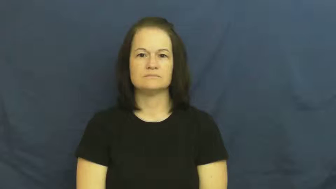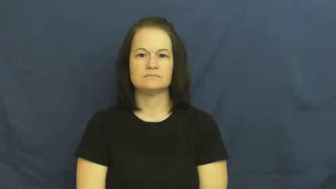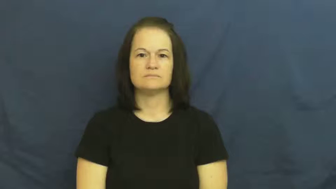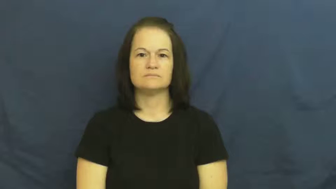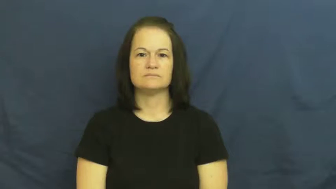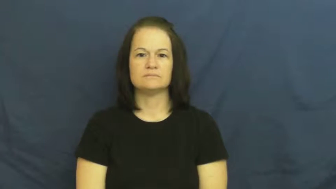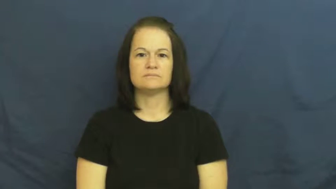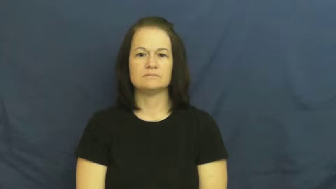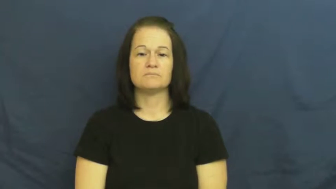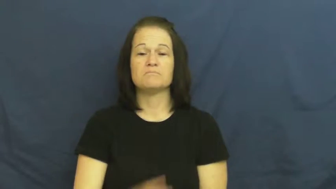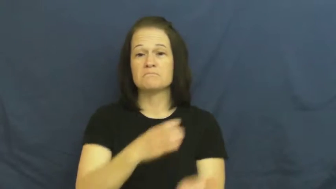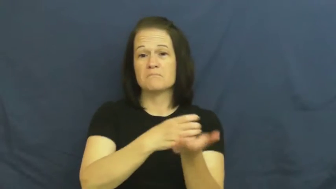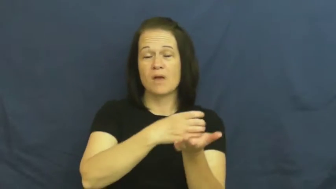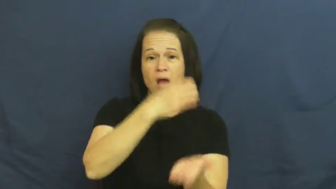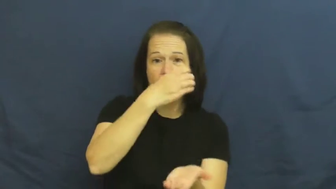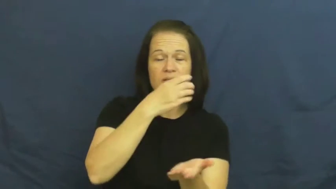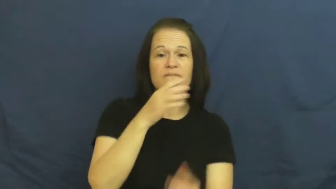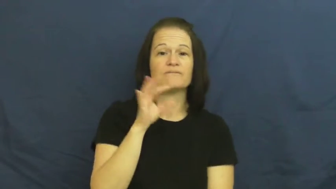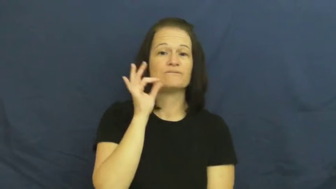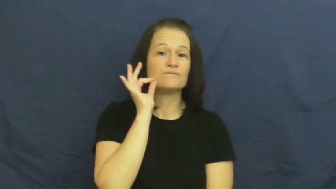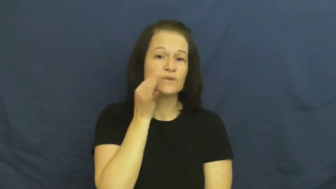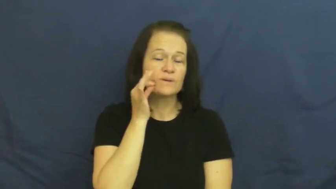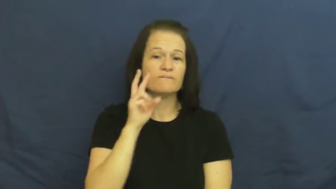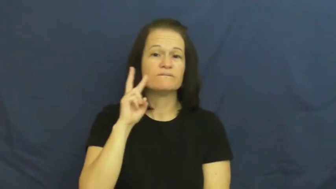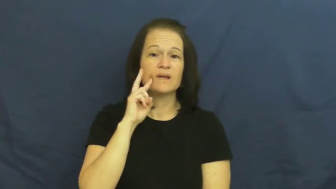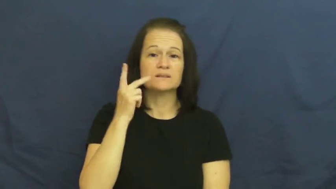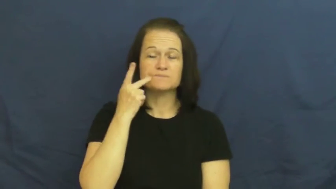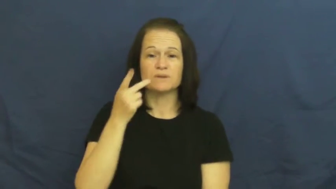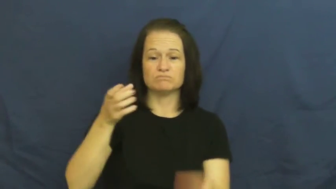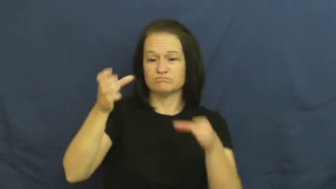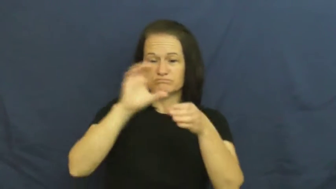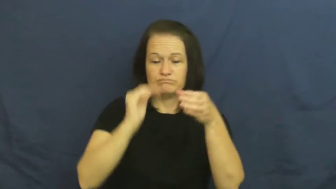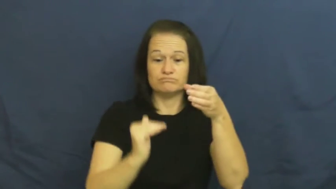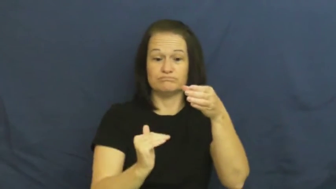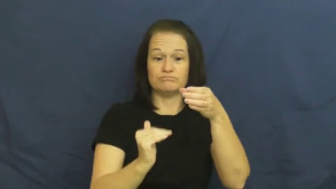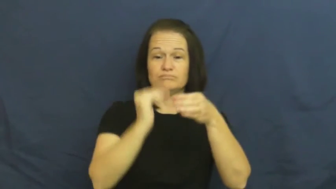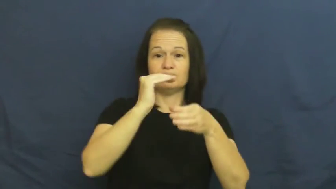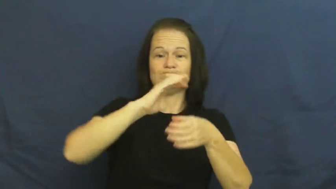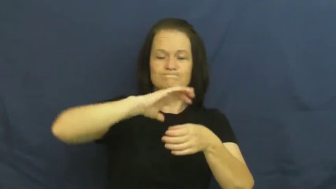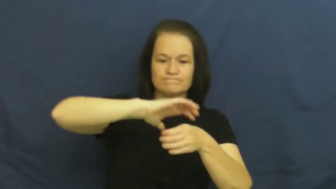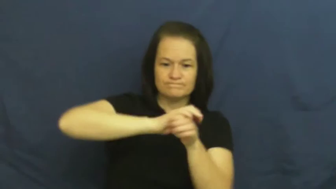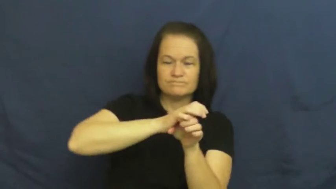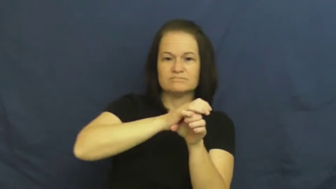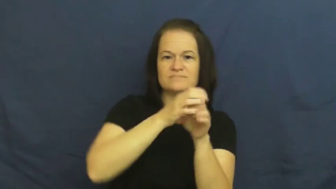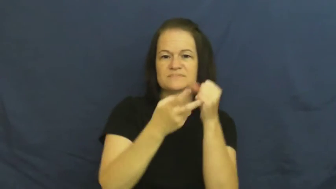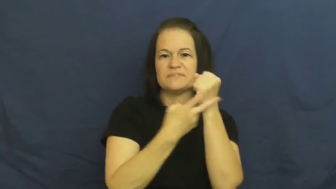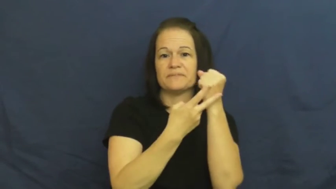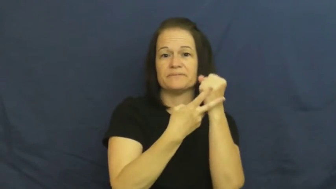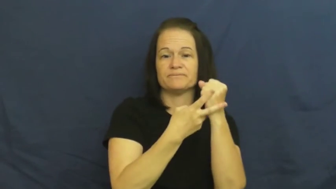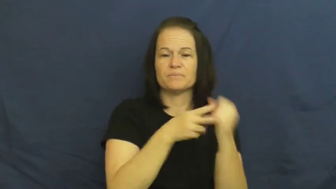bottle,bottle up,can,preserve-verb